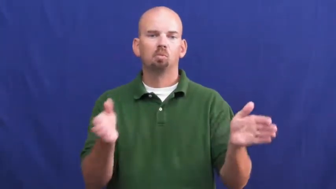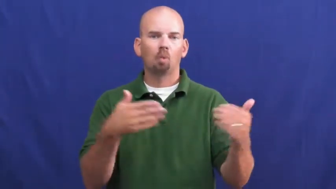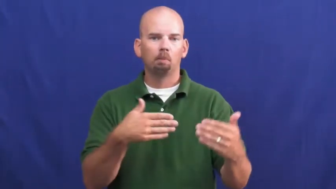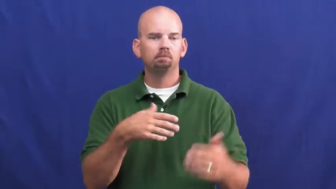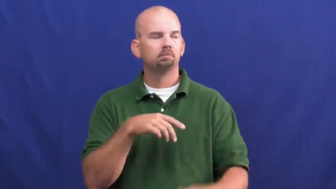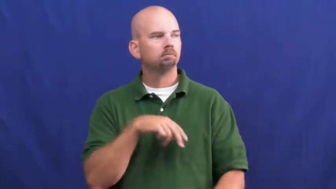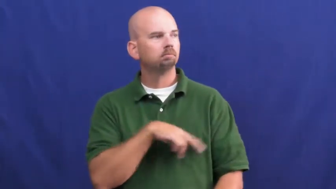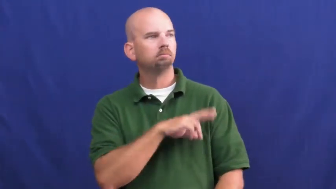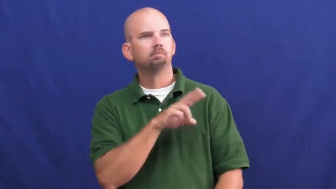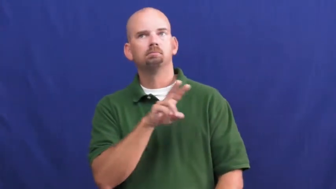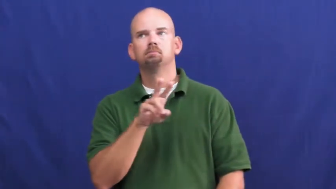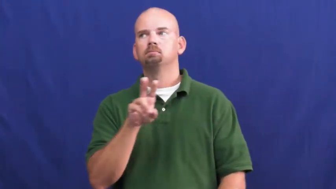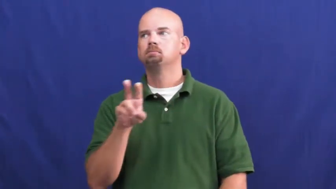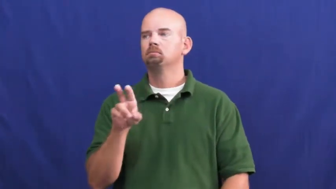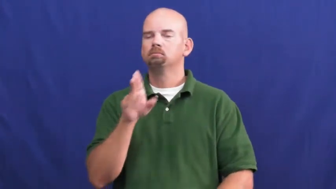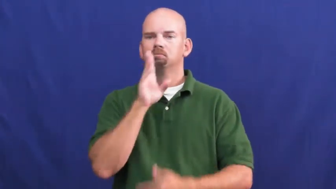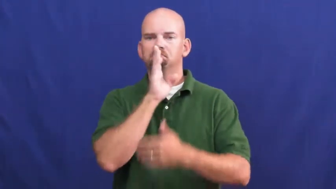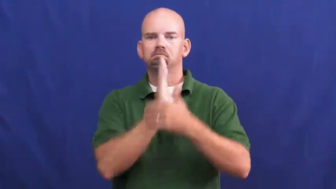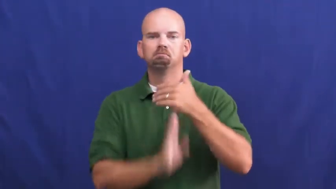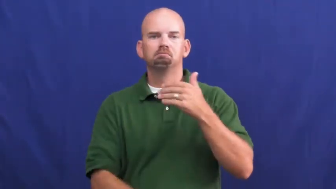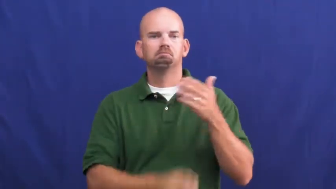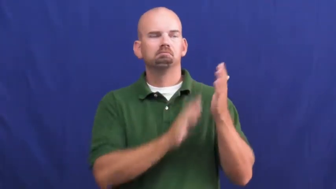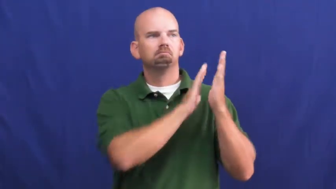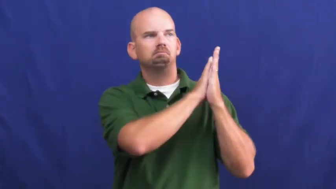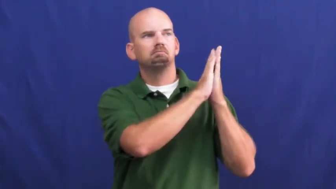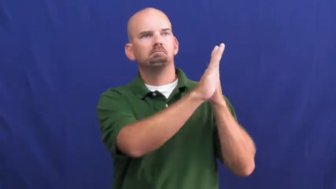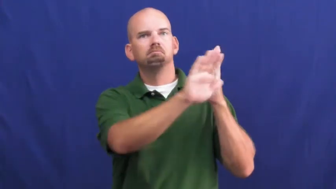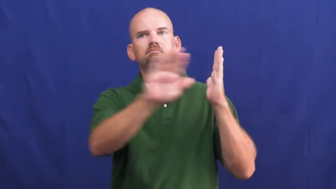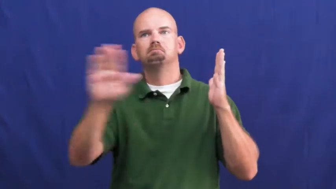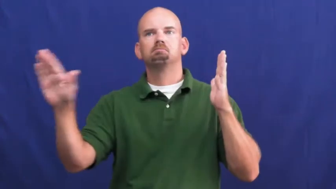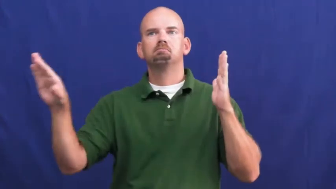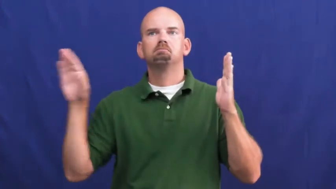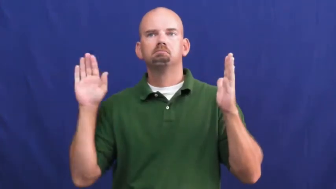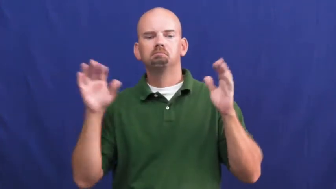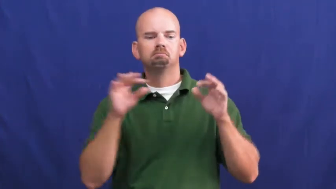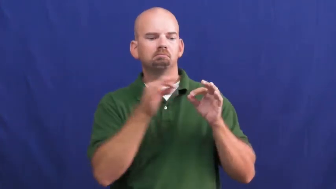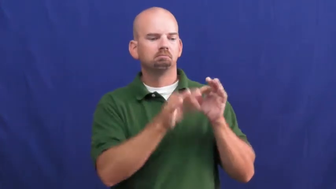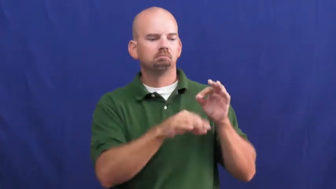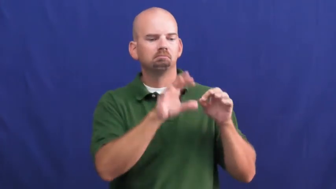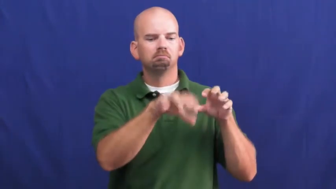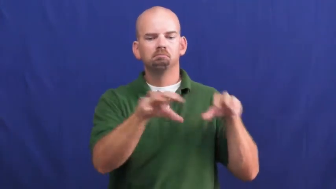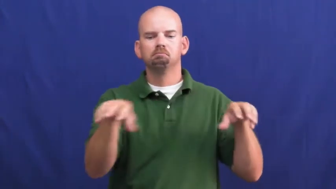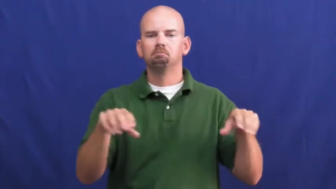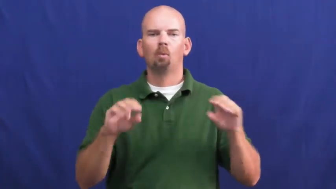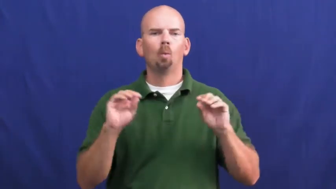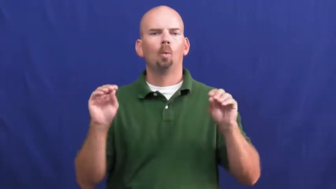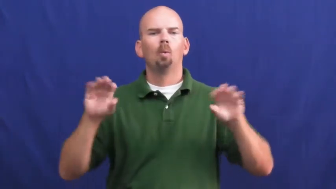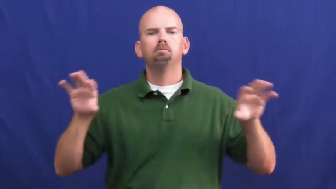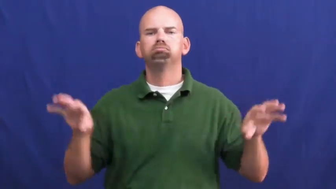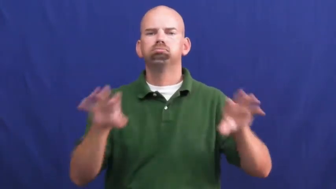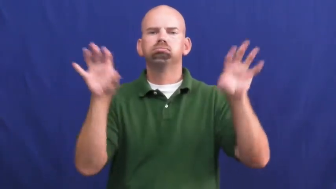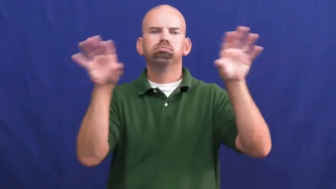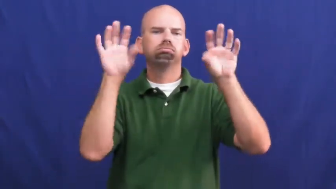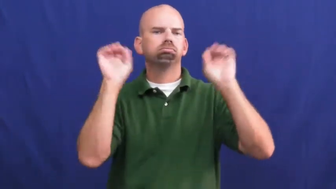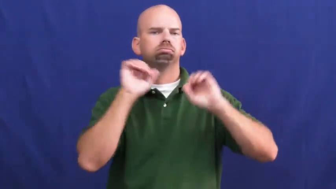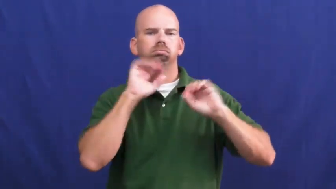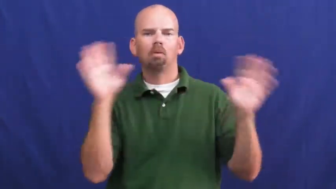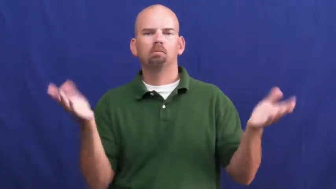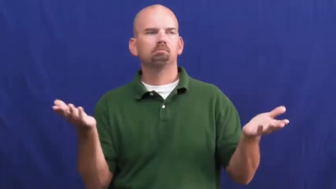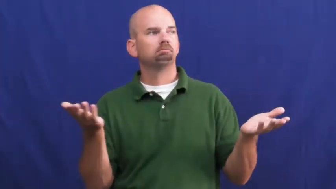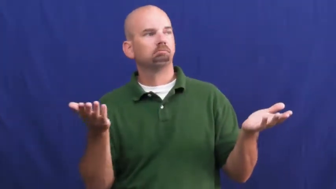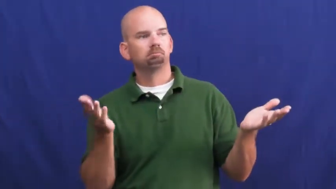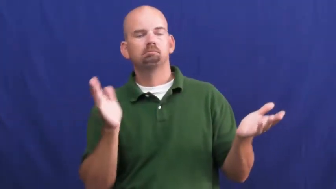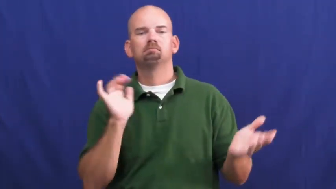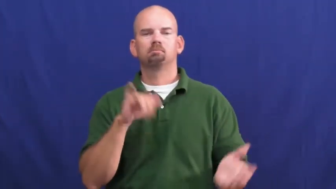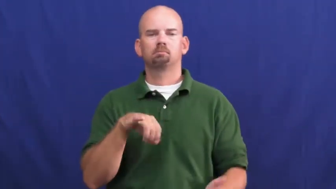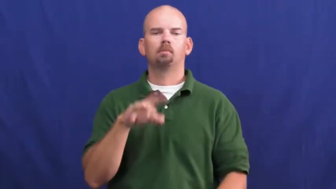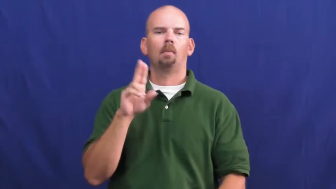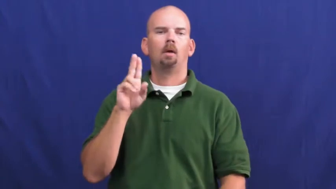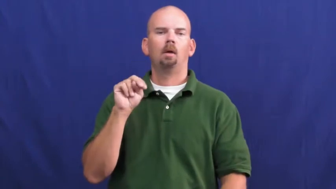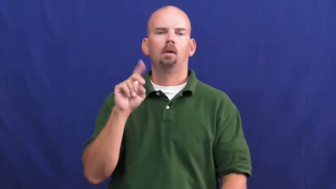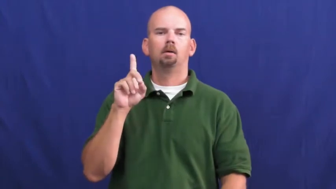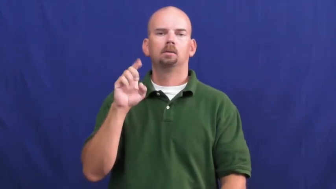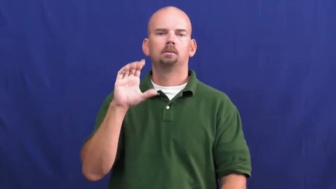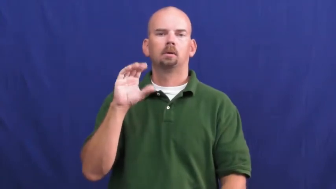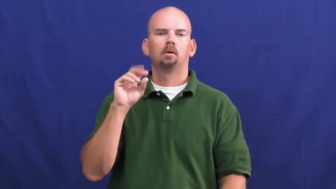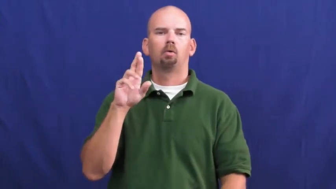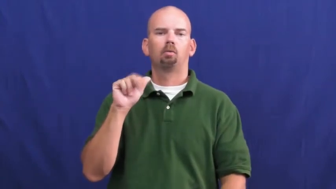undecorated